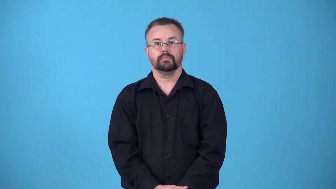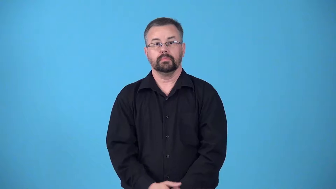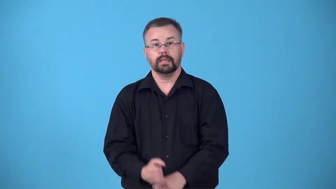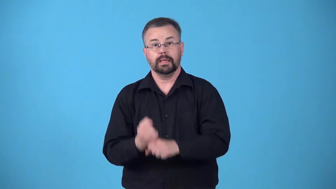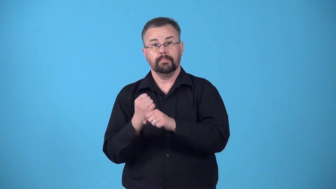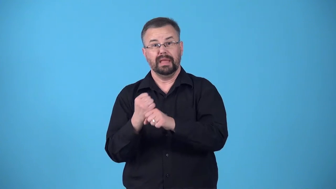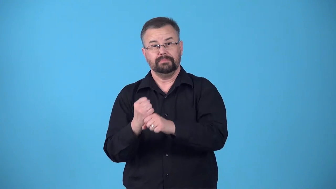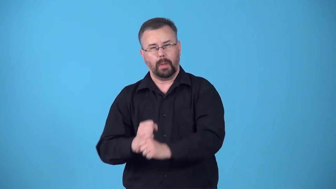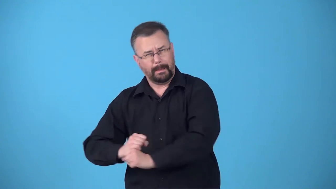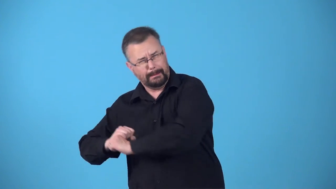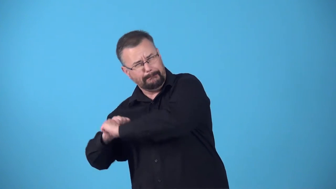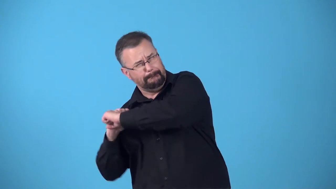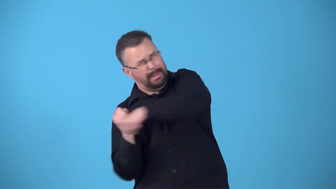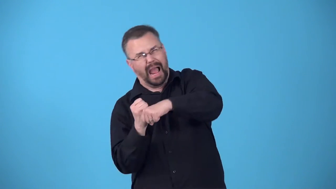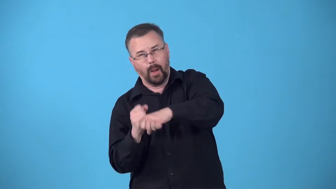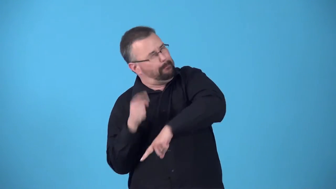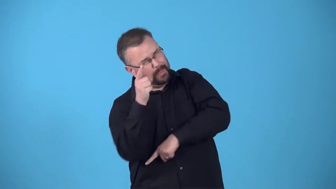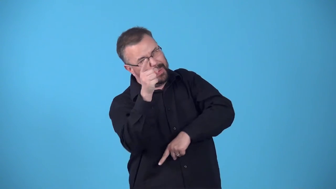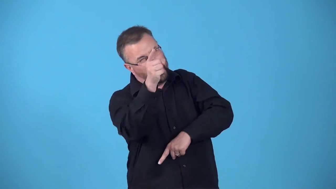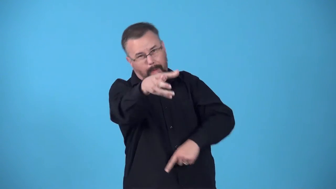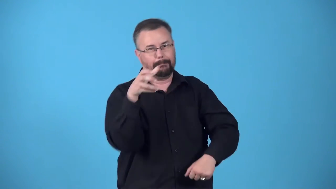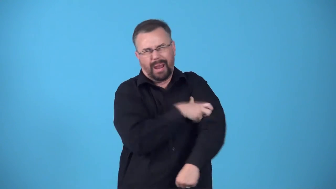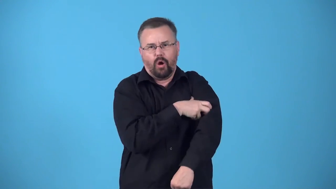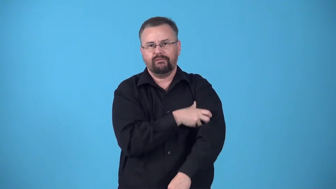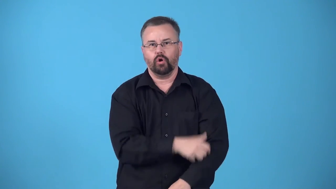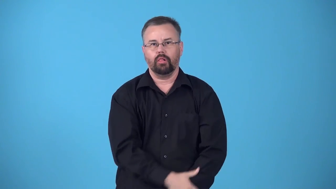blast-hit or kick something very hard so it goes really fast